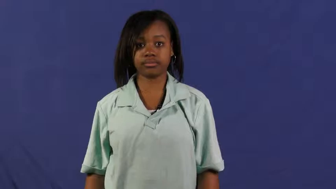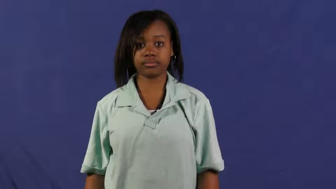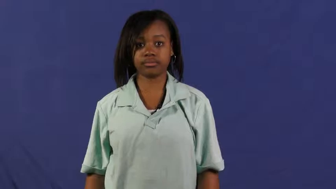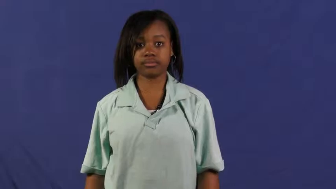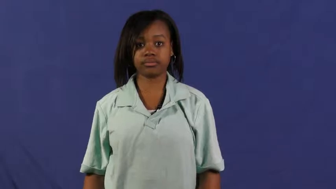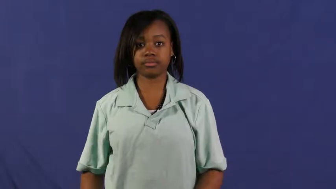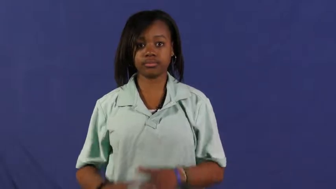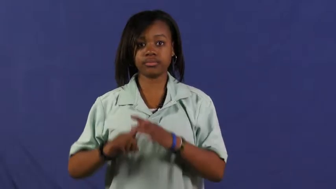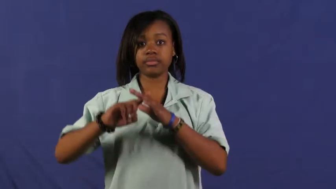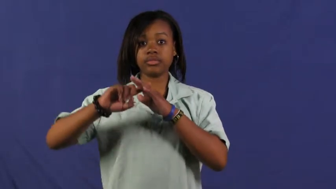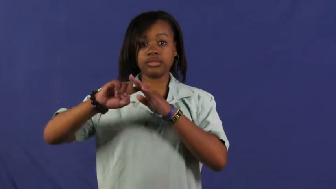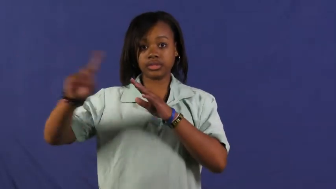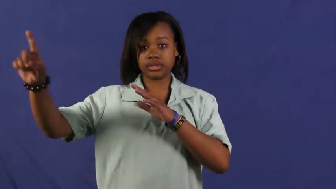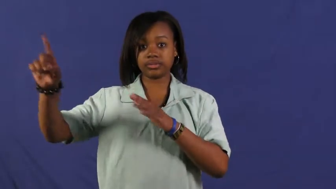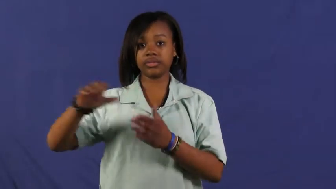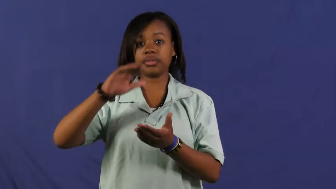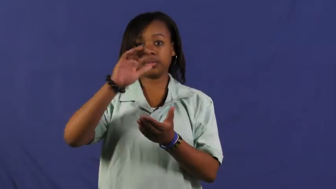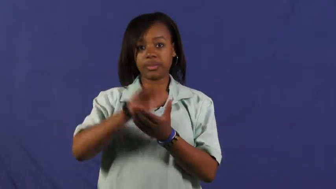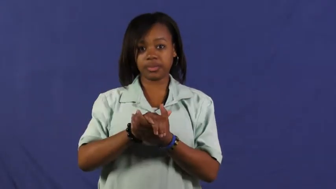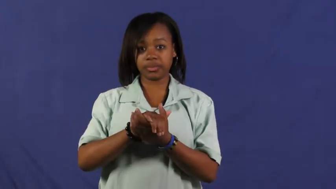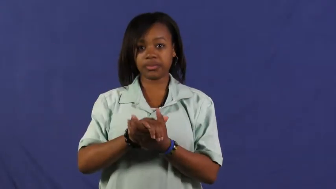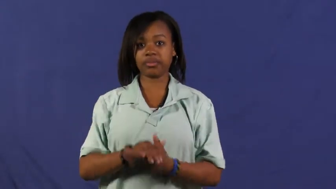elope